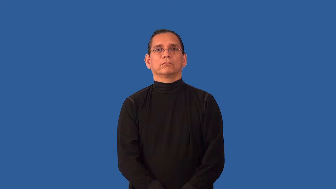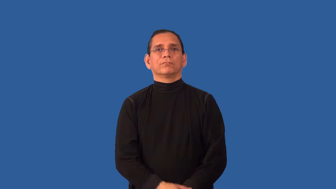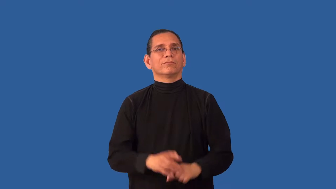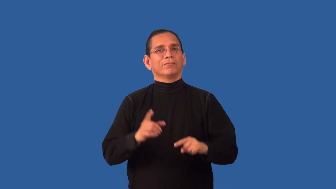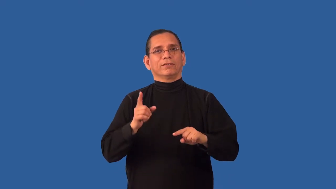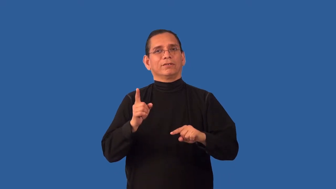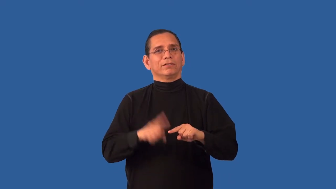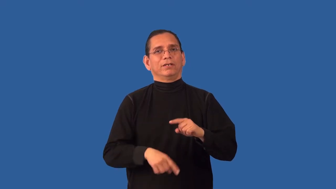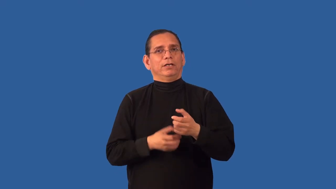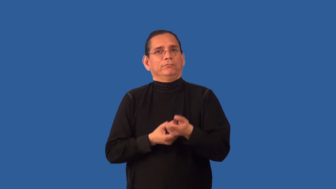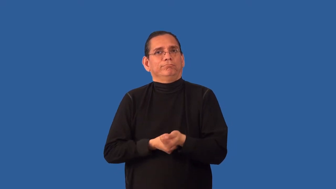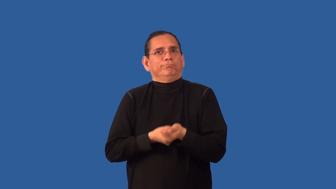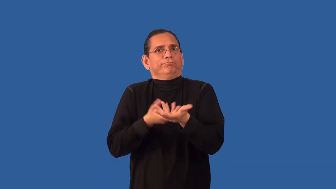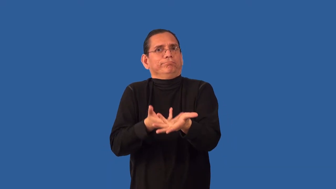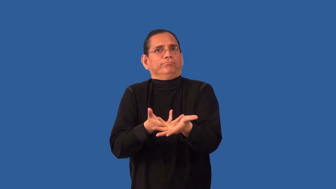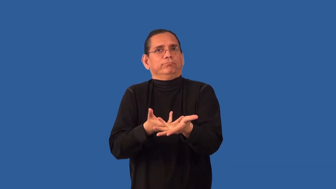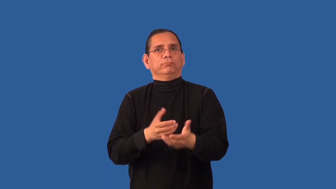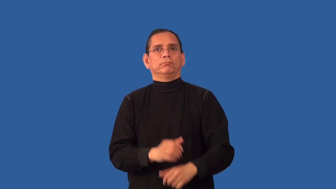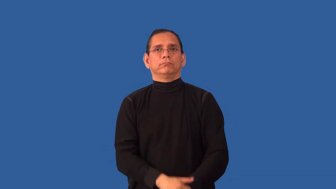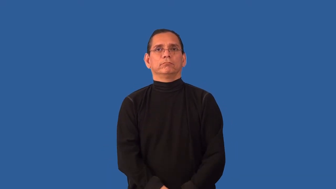inarticulate